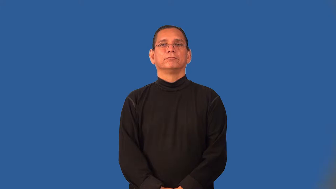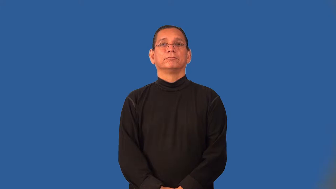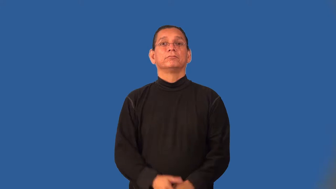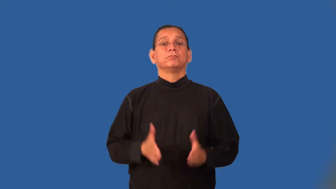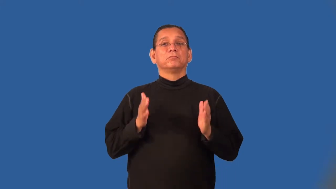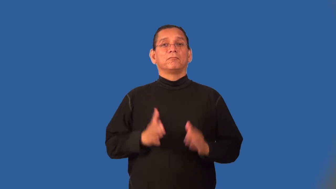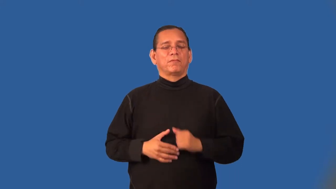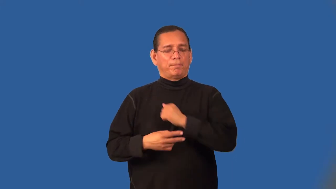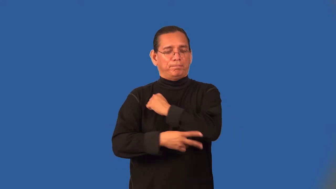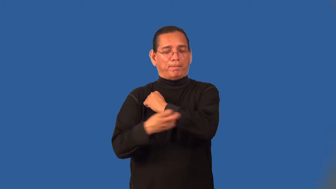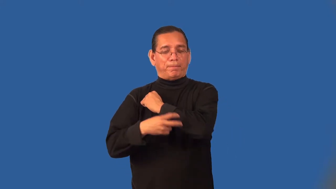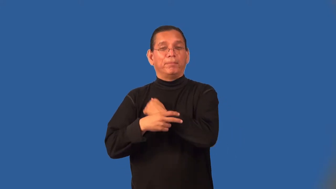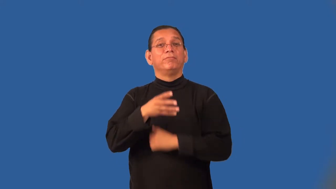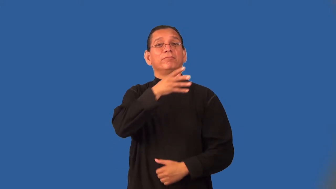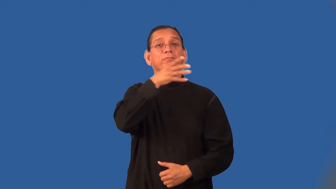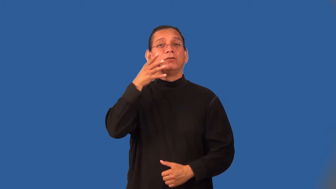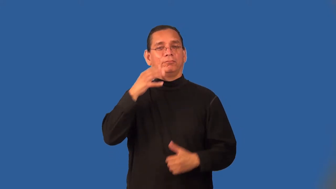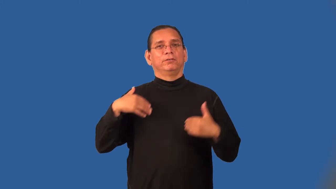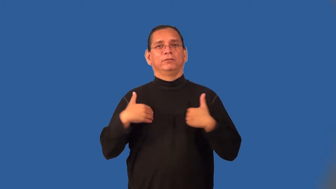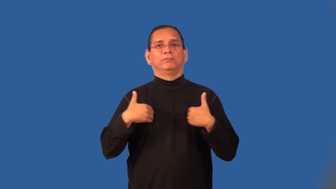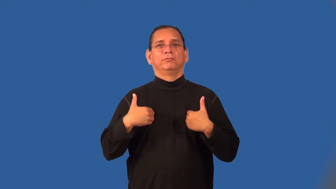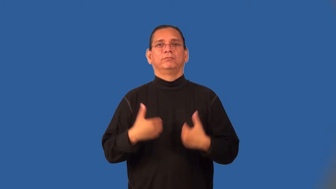rustler